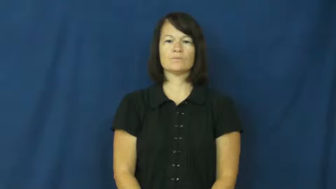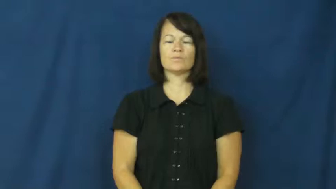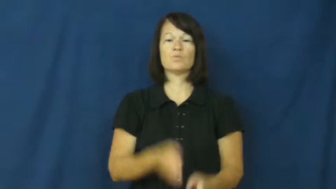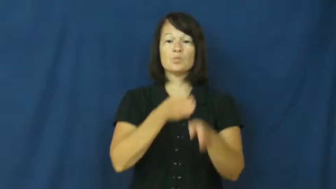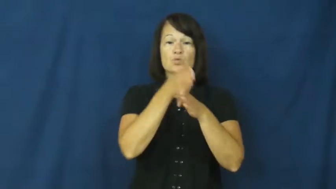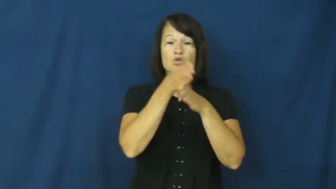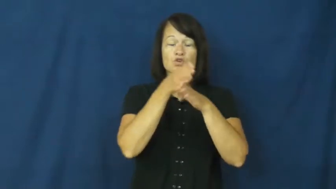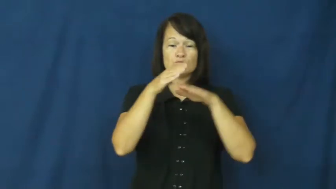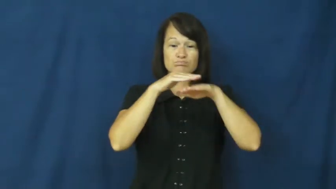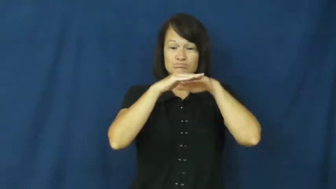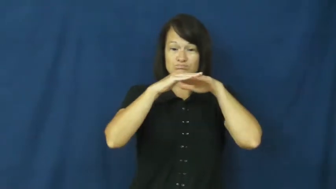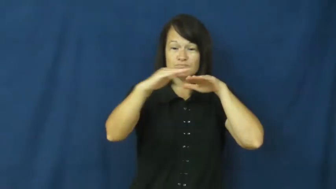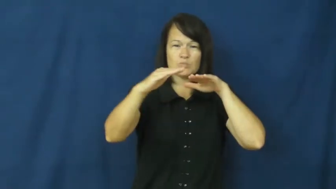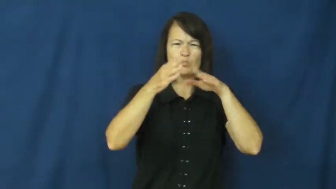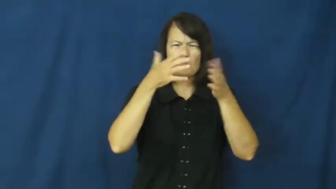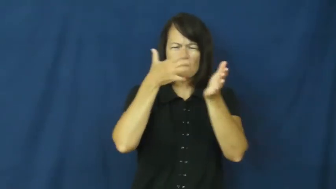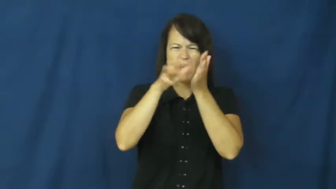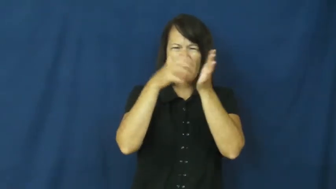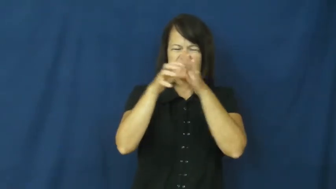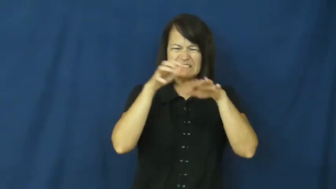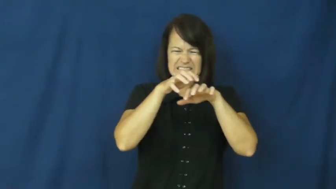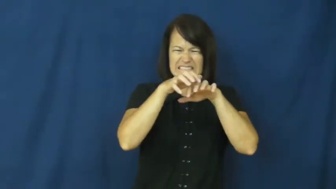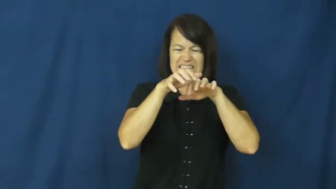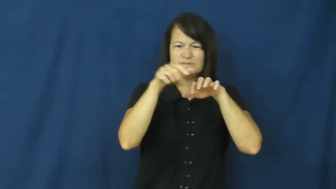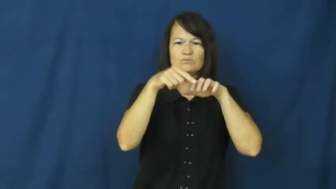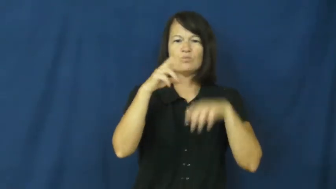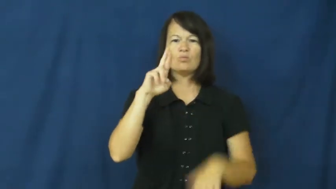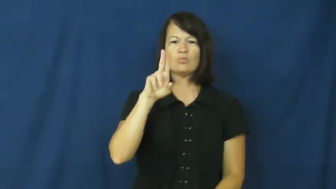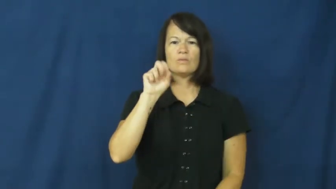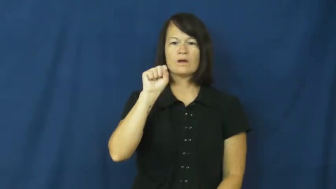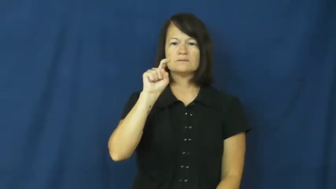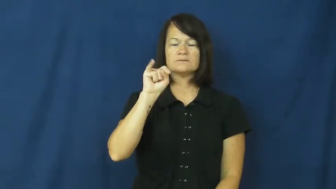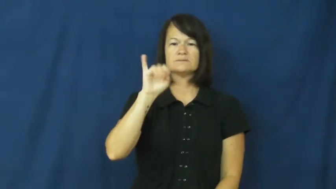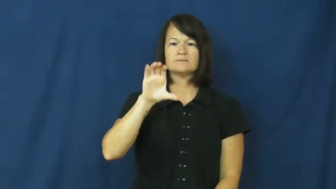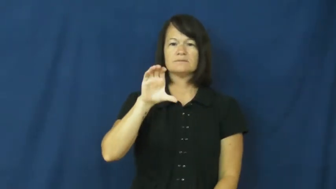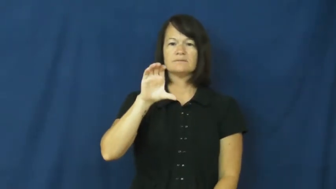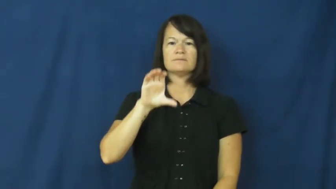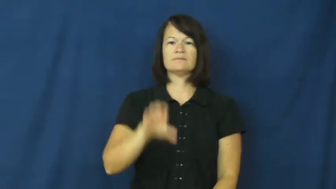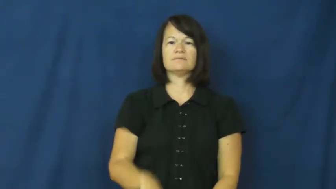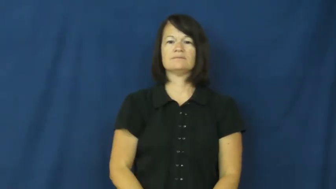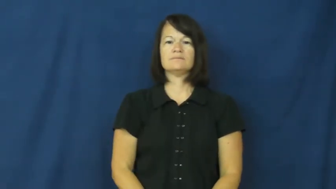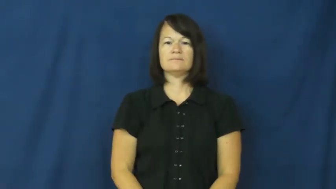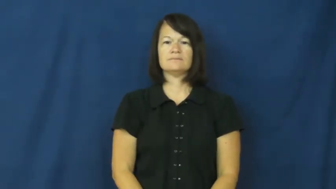rustic-wood